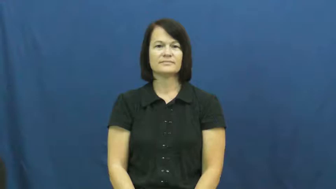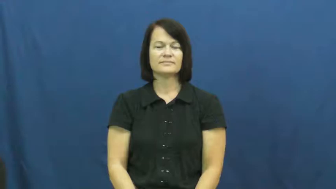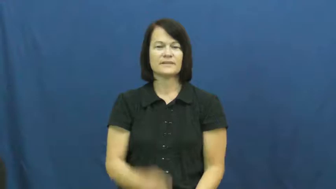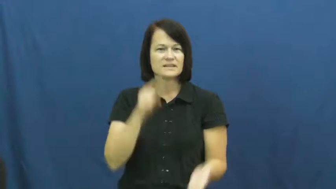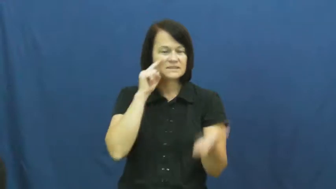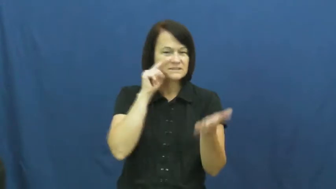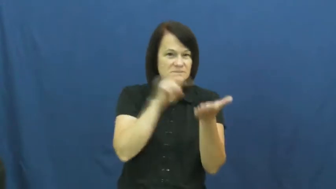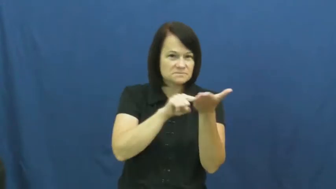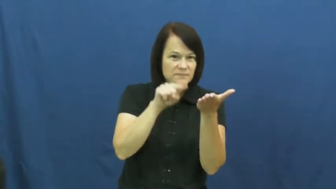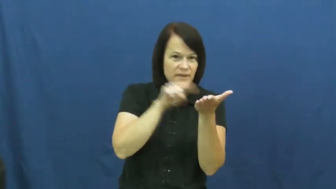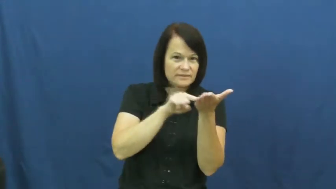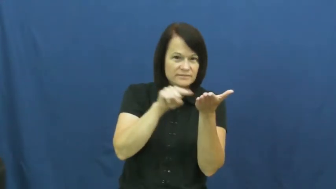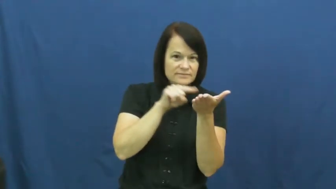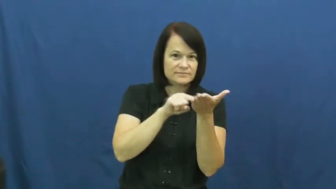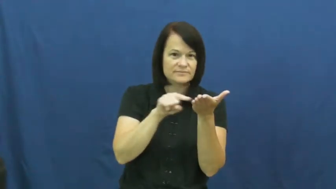consult